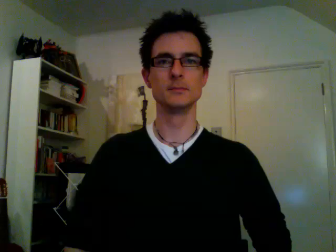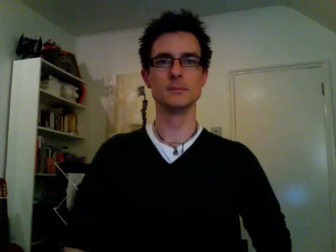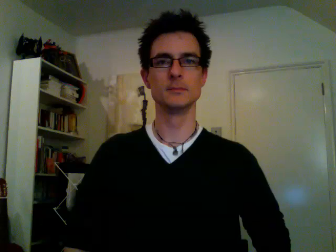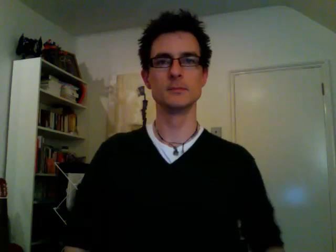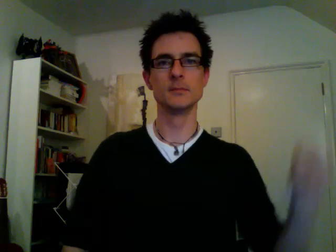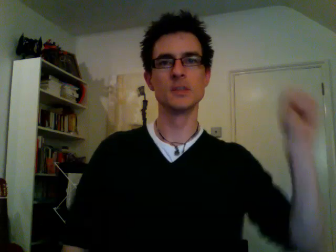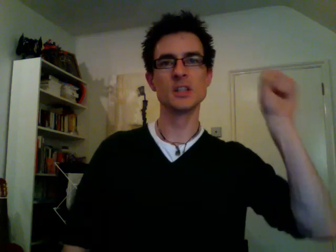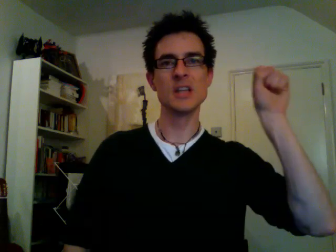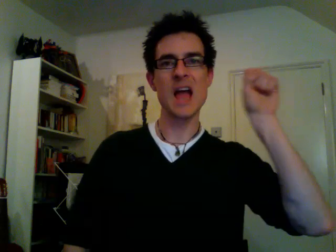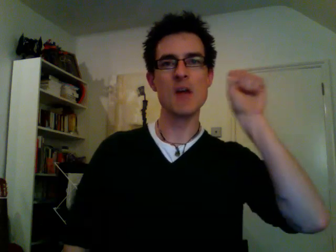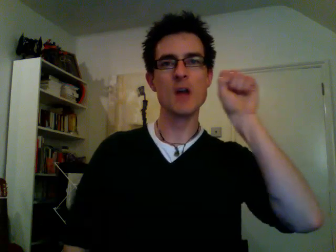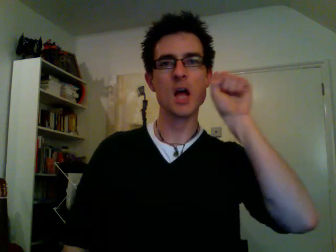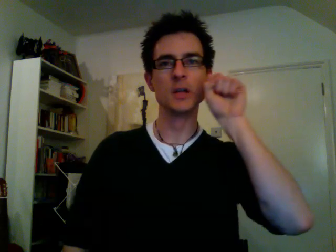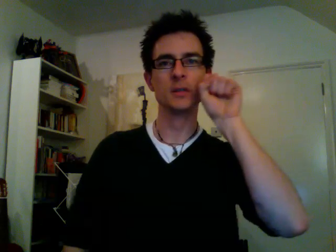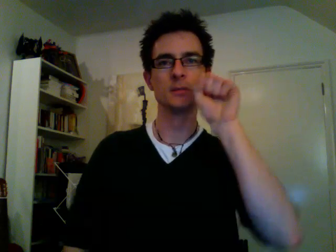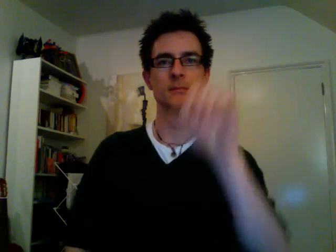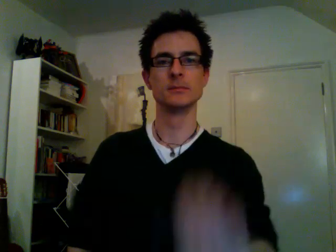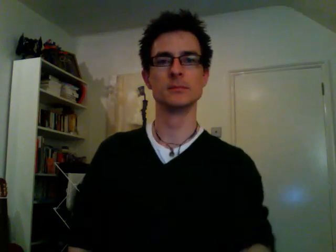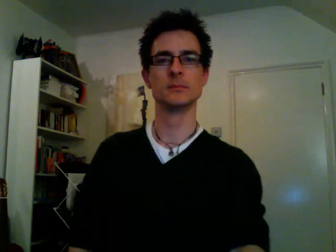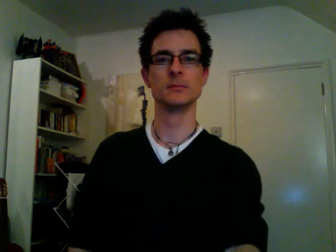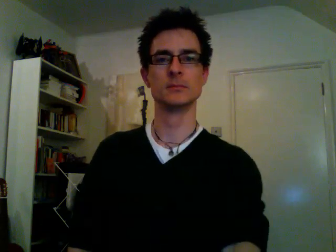carrot